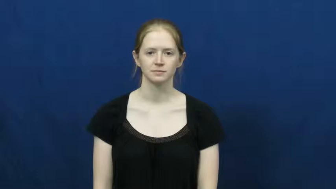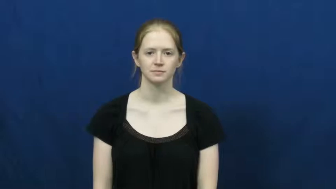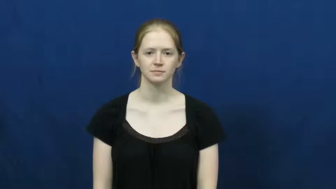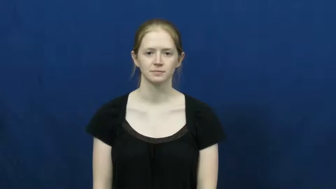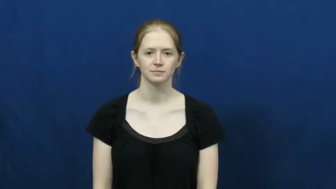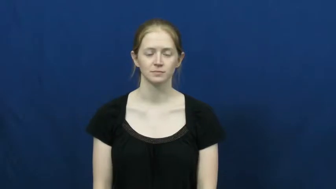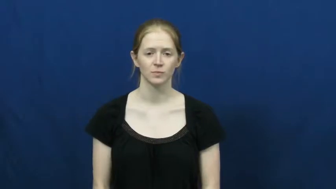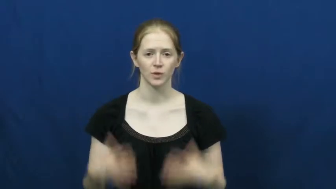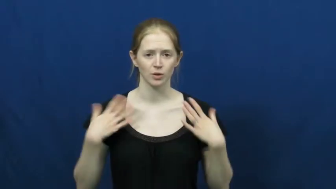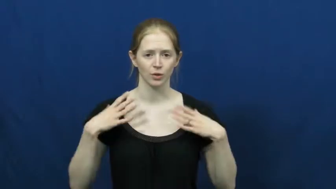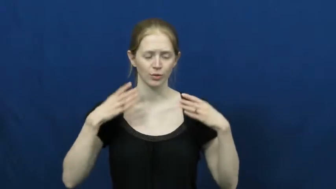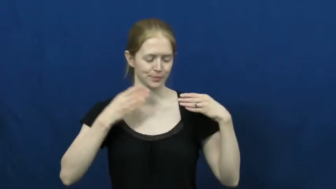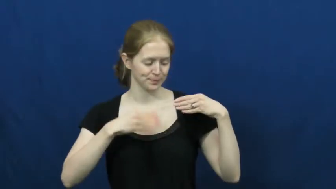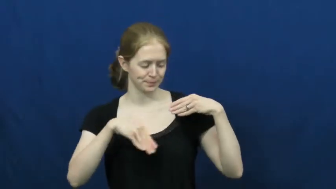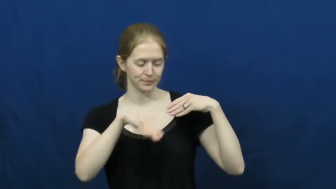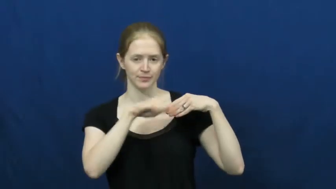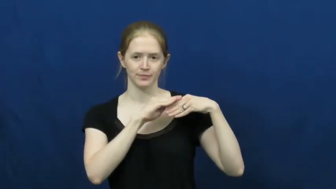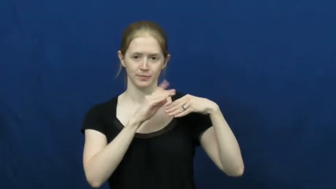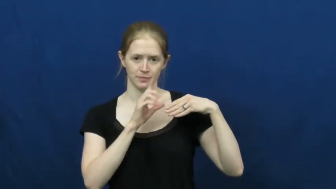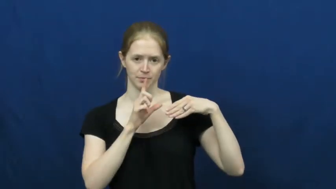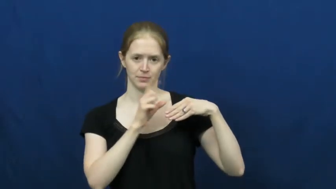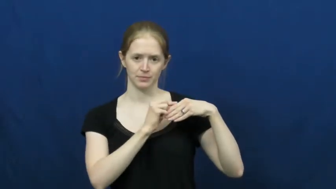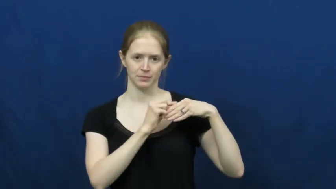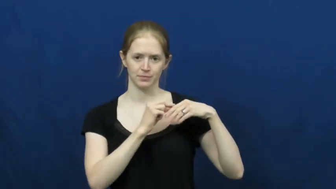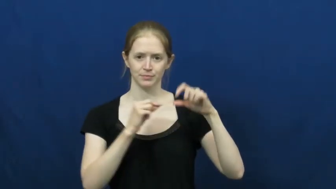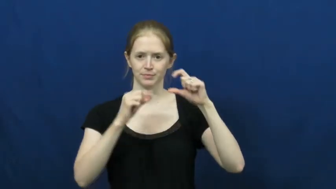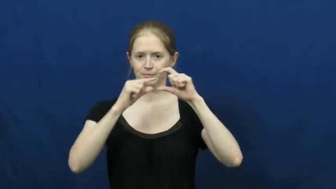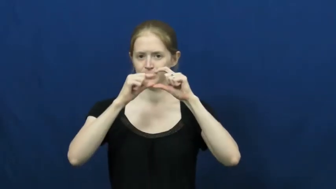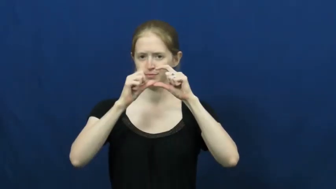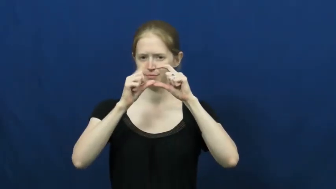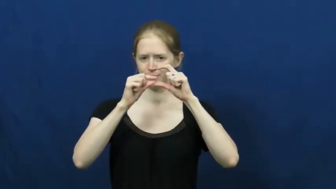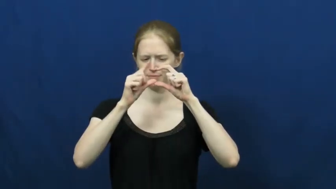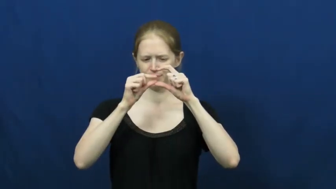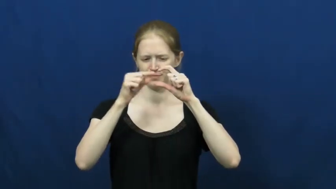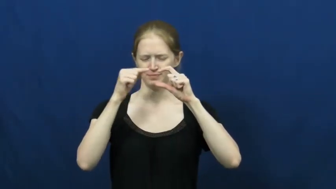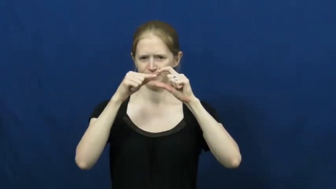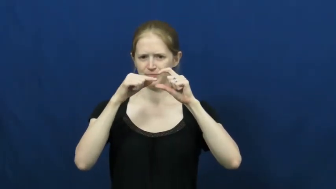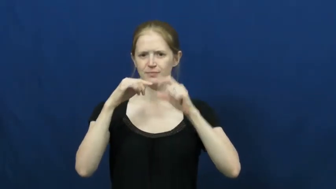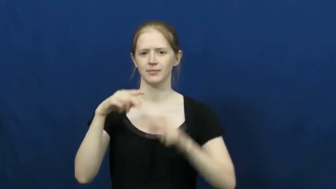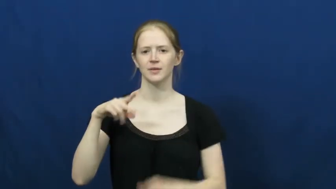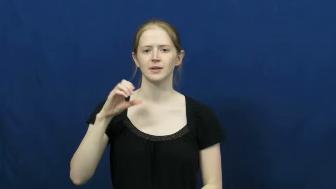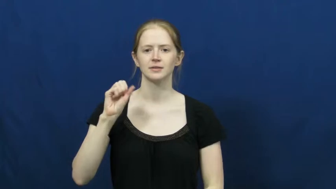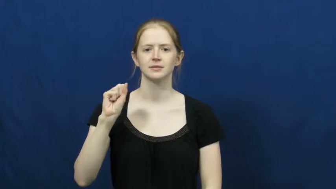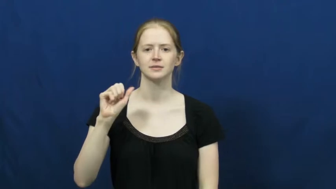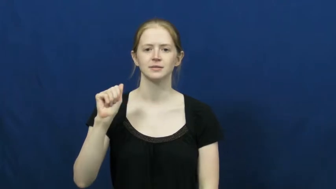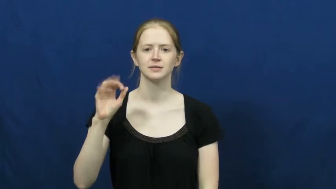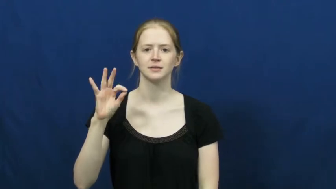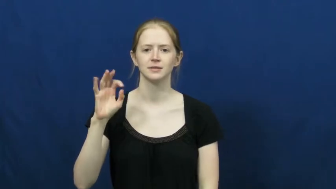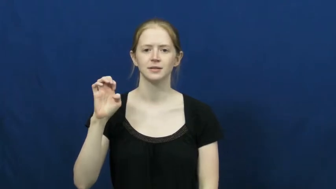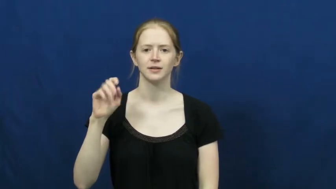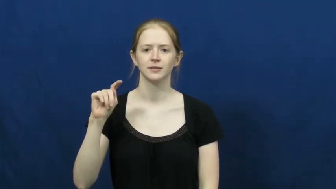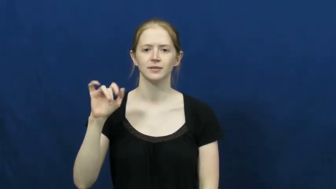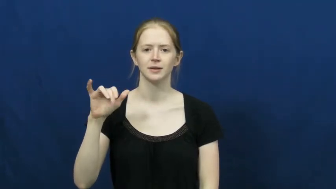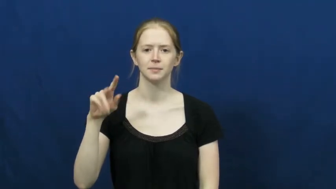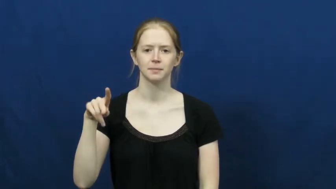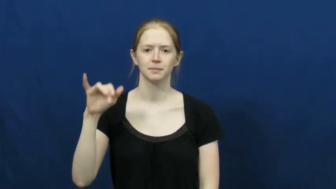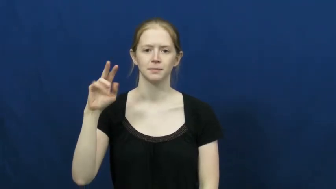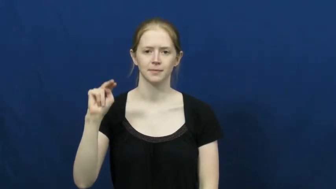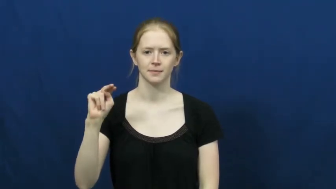safety pin